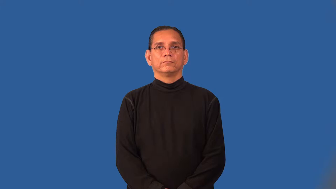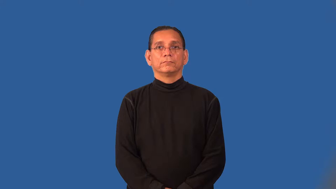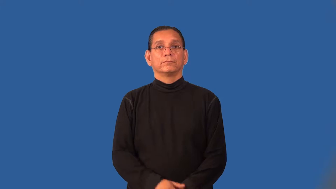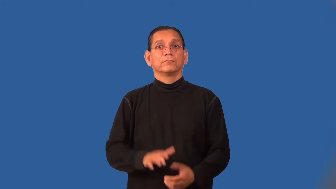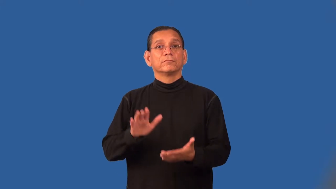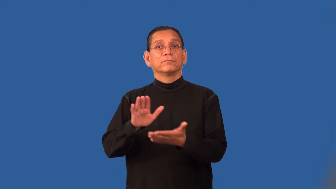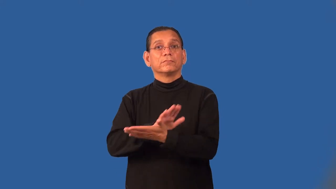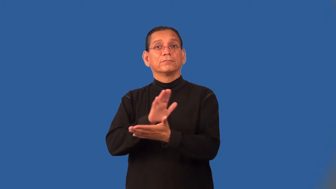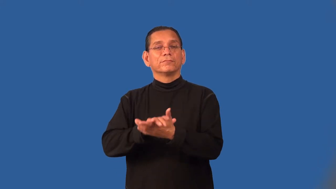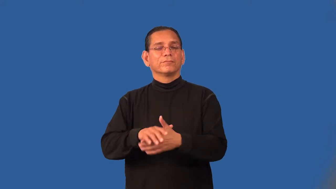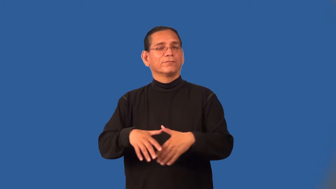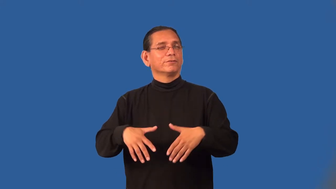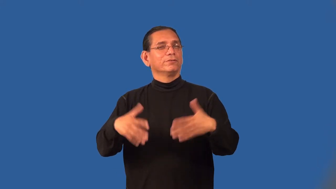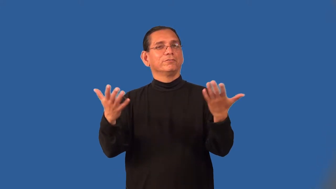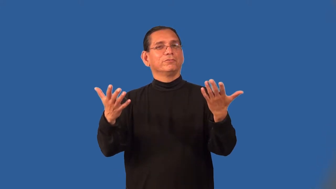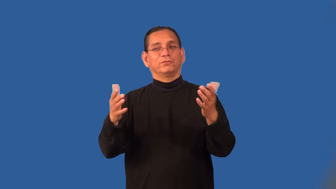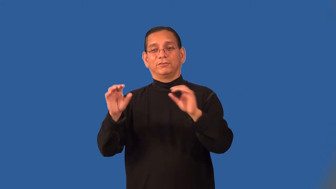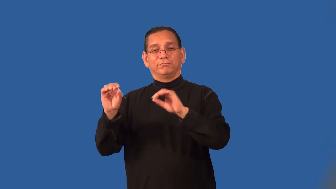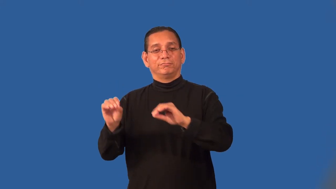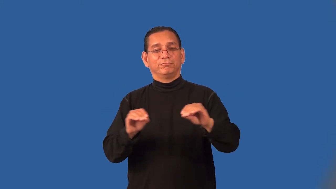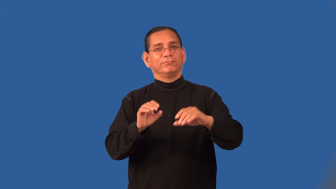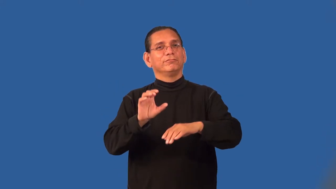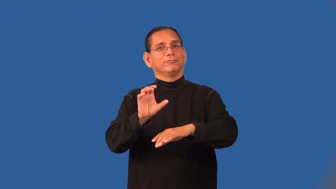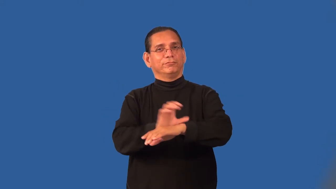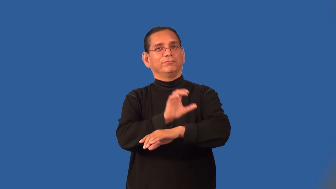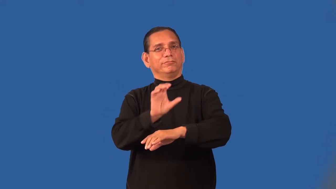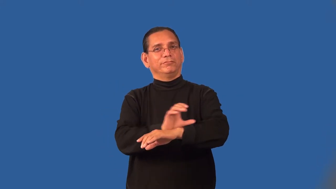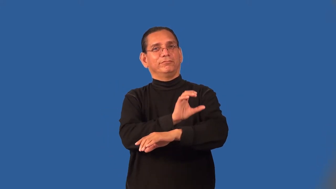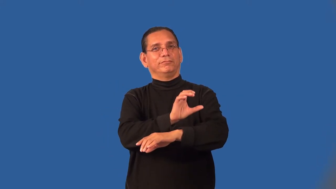paperless